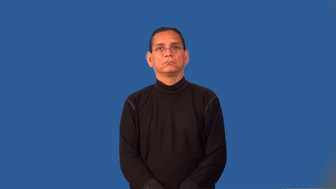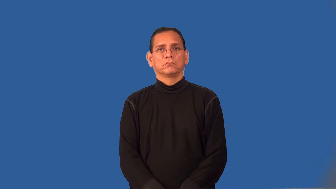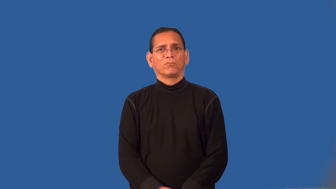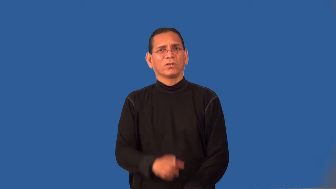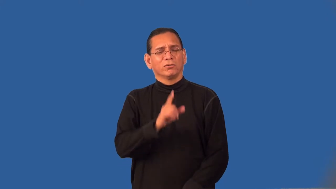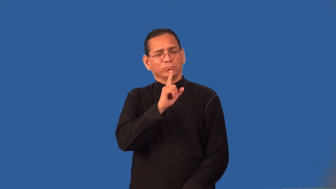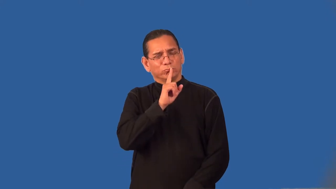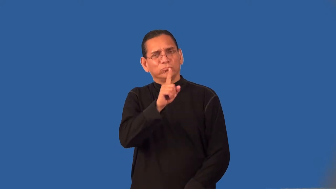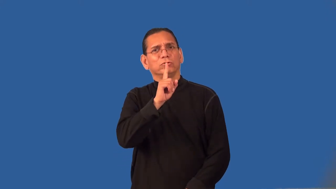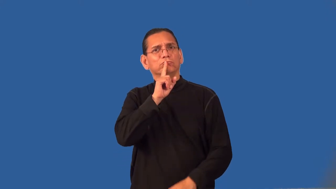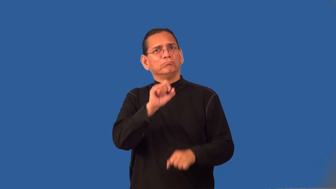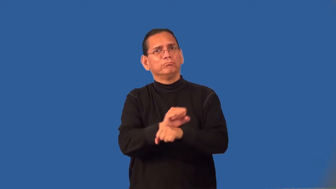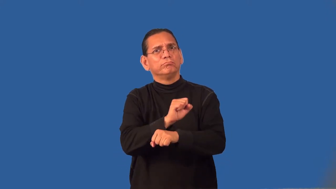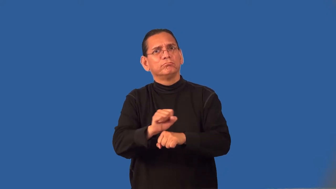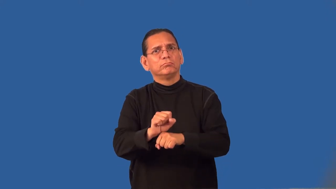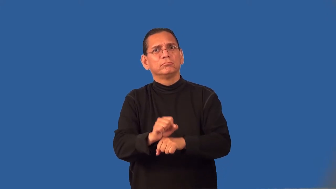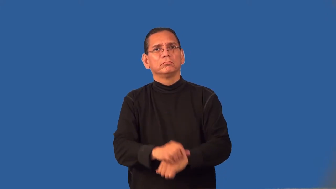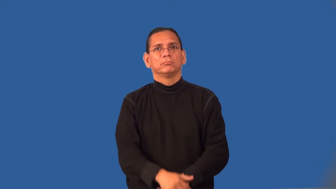realistic-serious